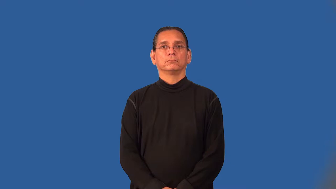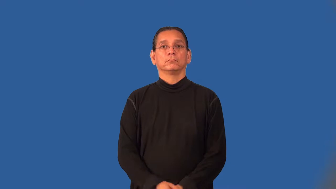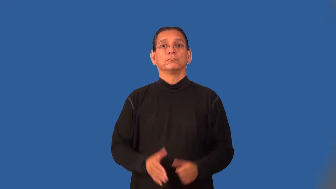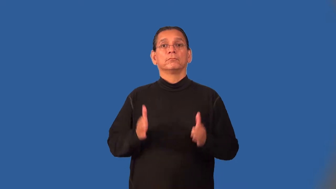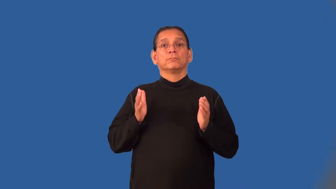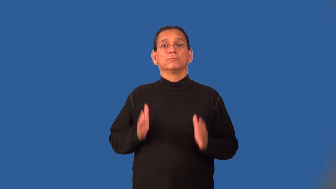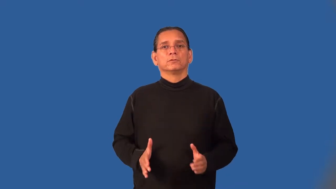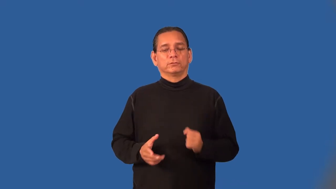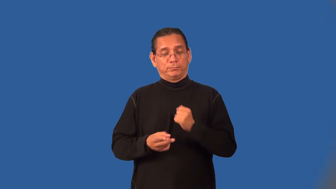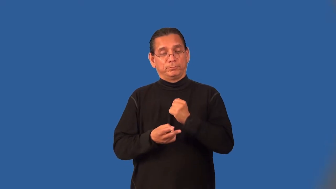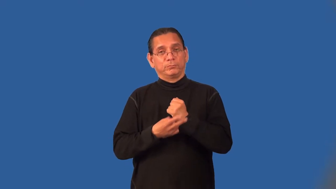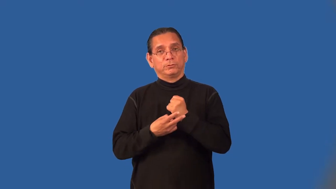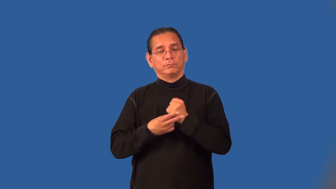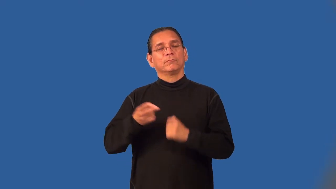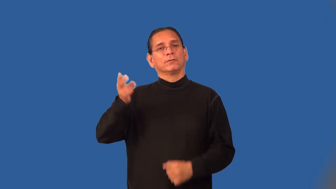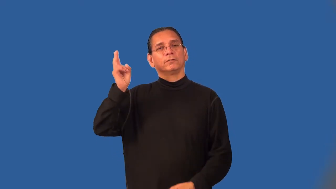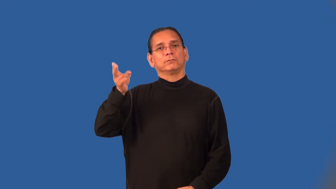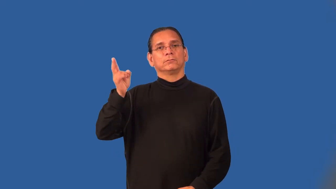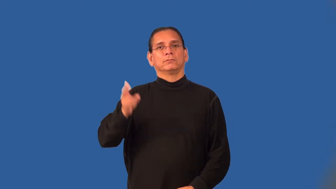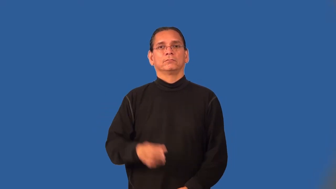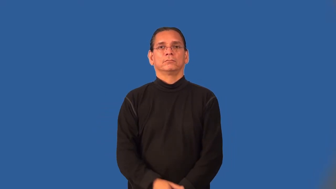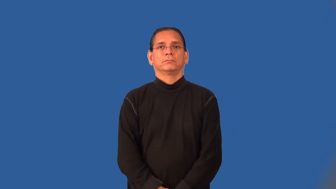archivist